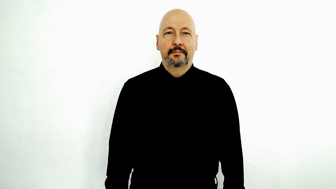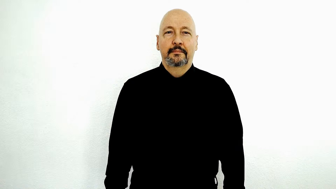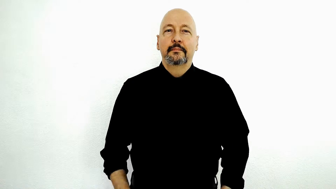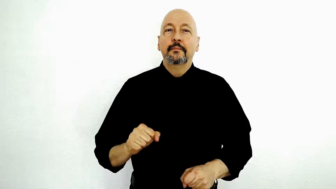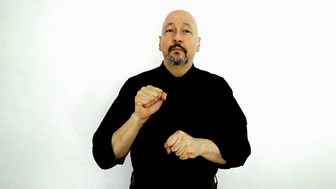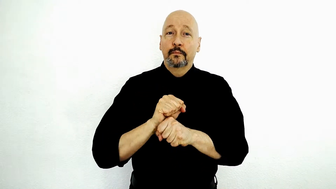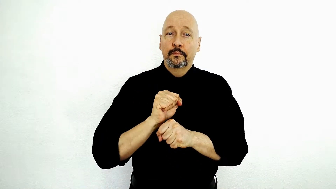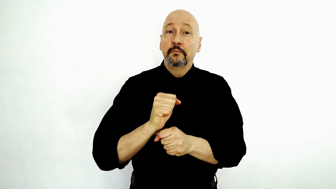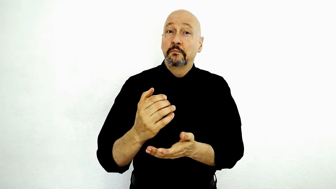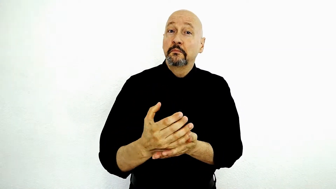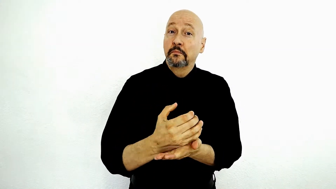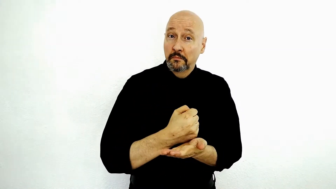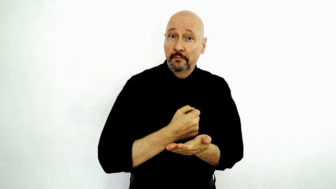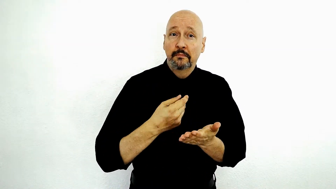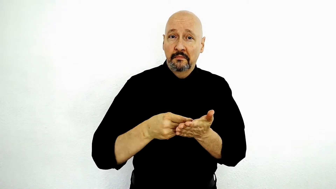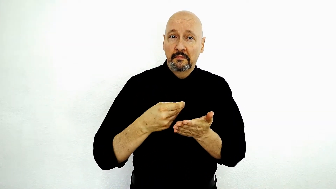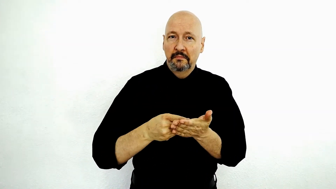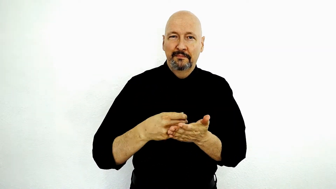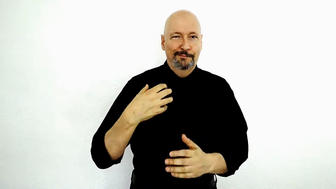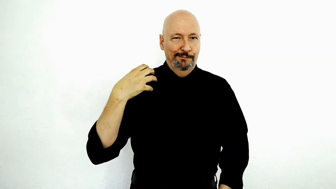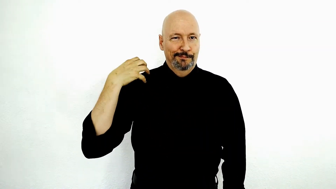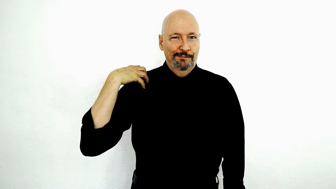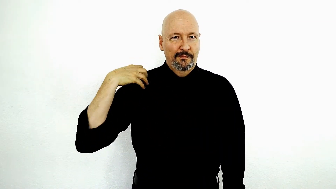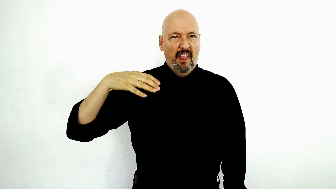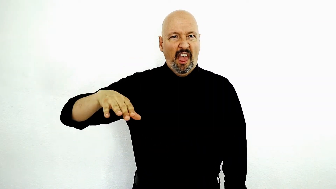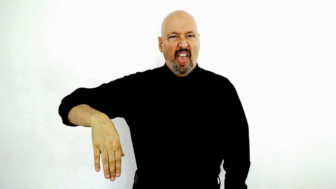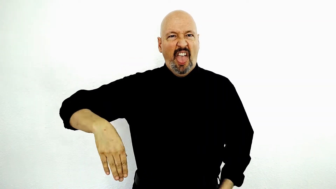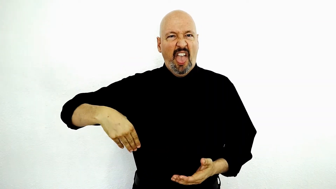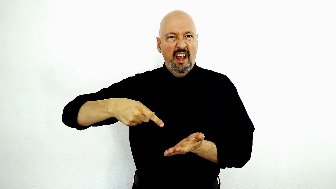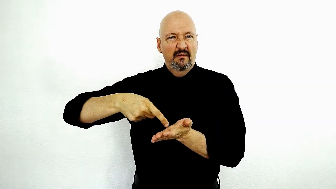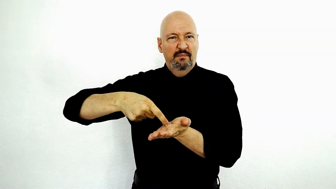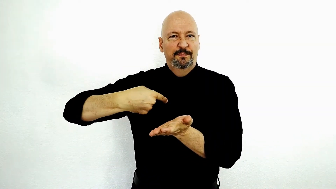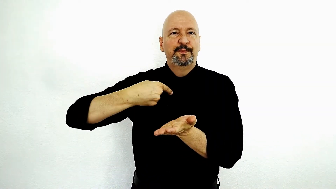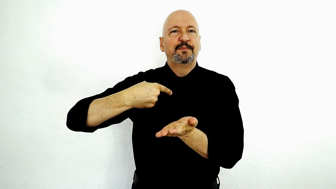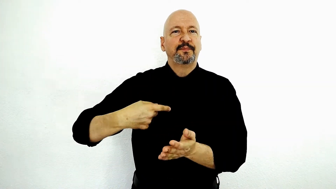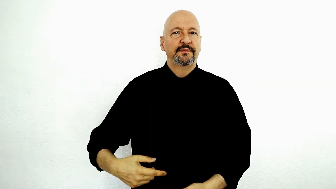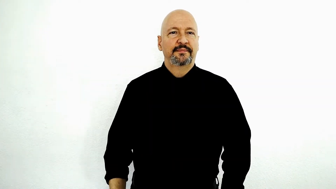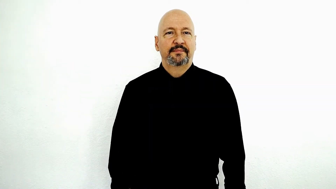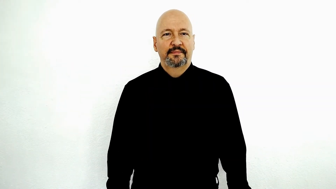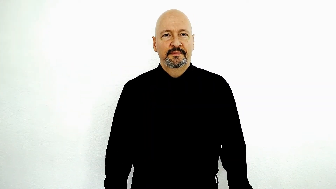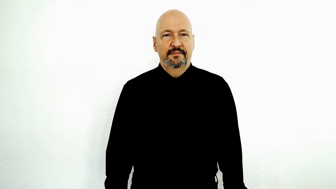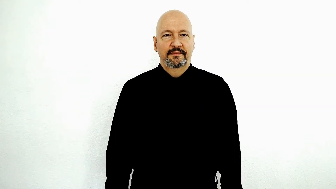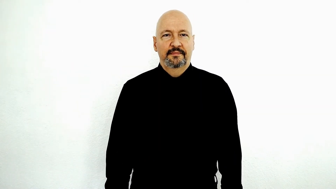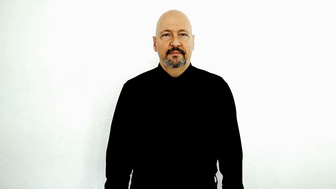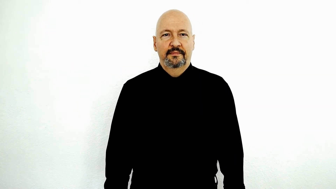backpay-[explanation] WORK EARN MONEY BOSS NOT-YET PAY-me